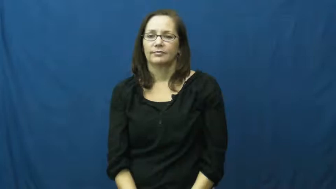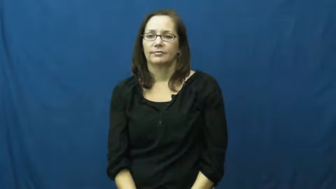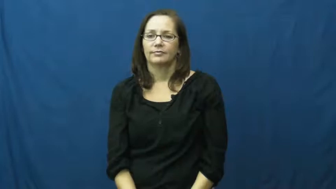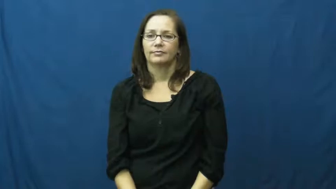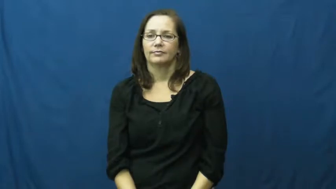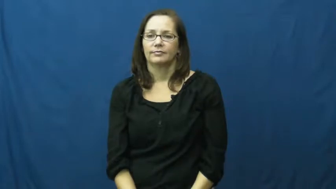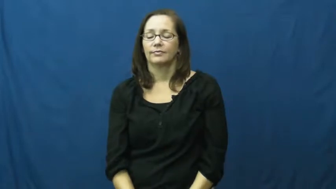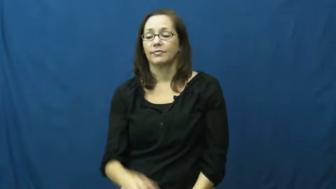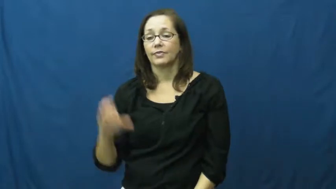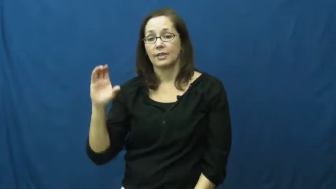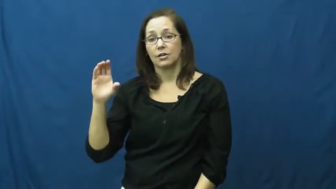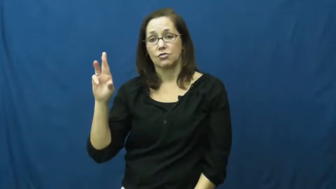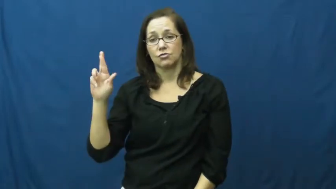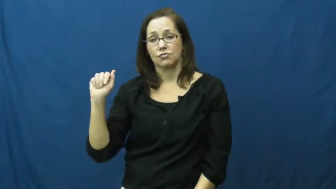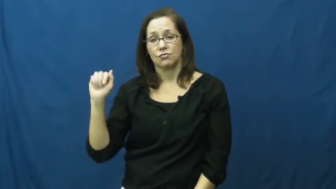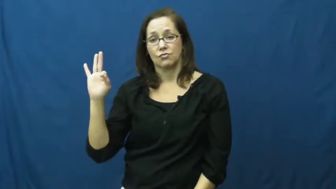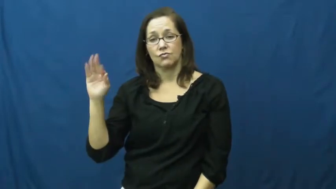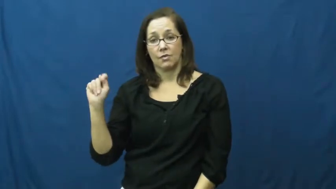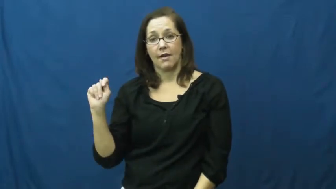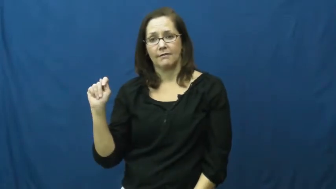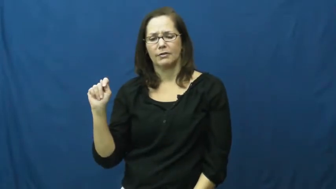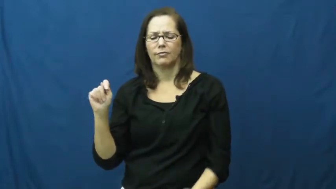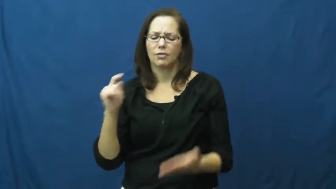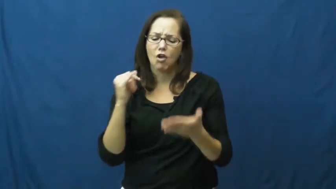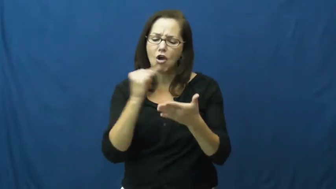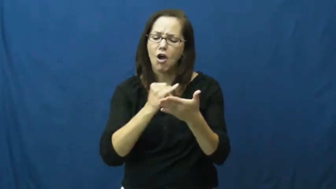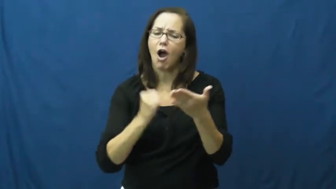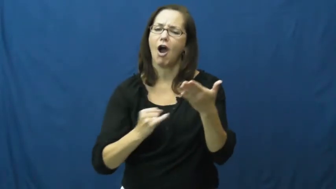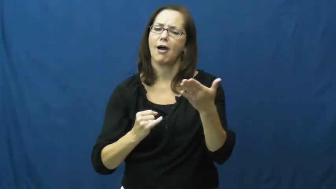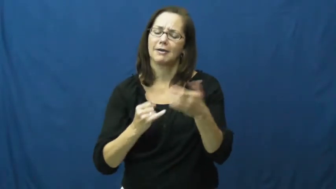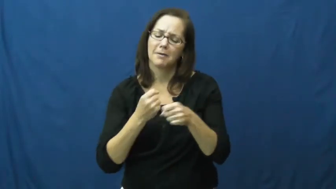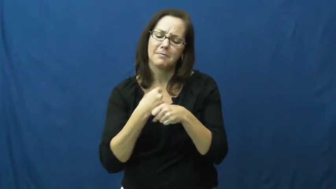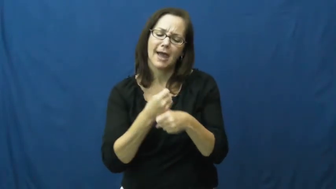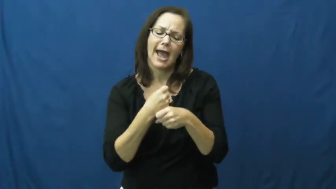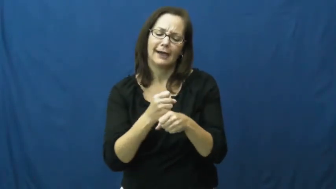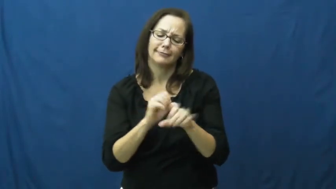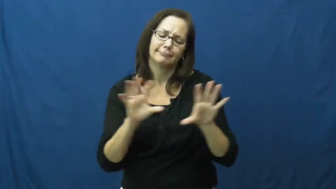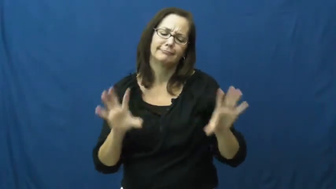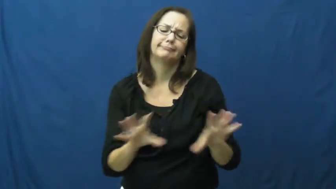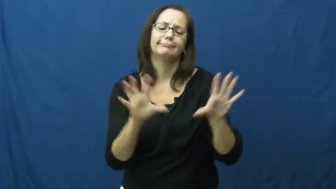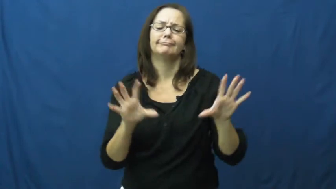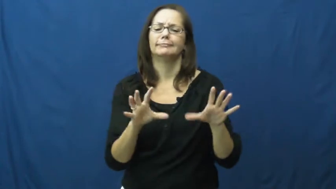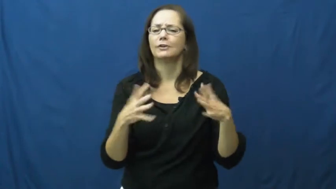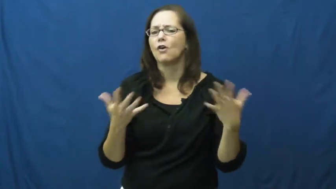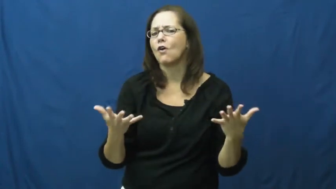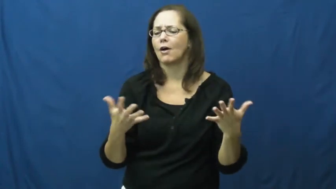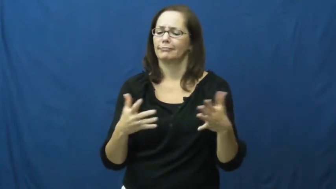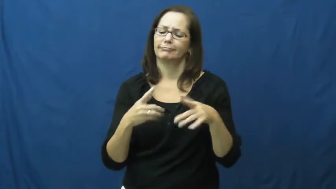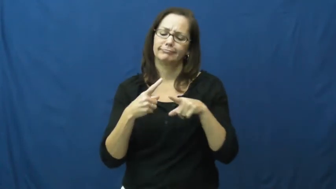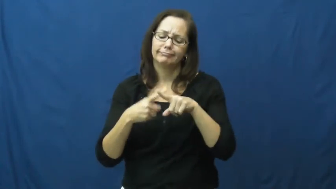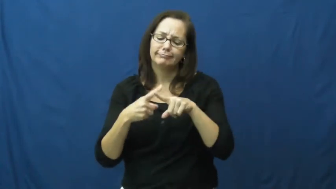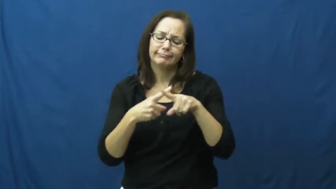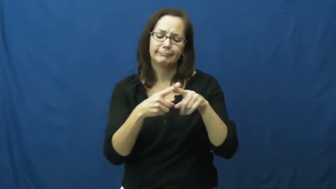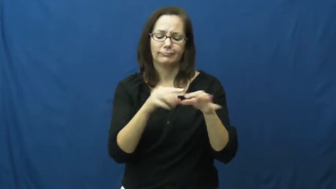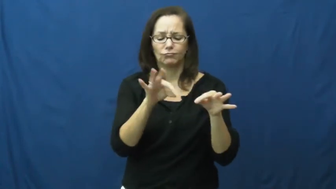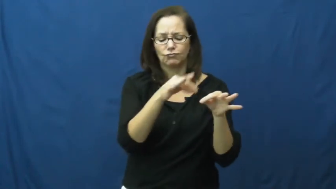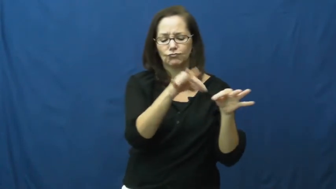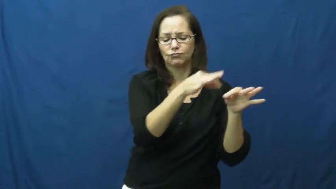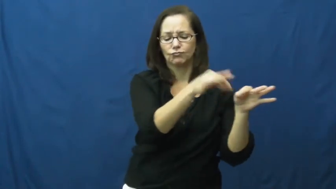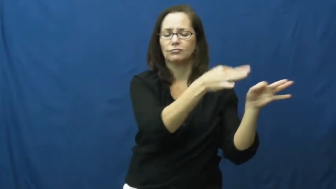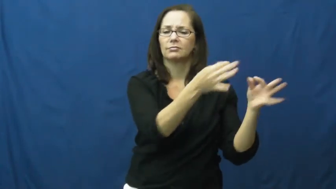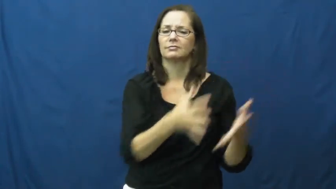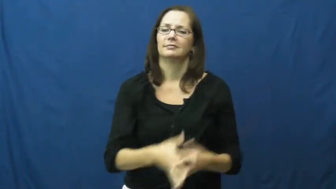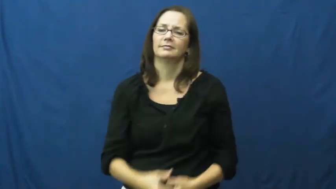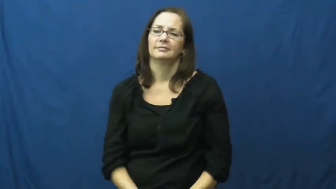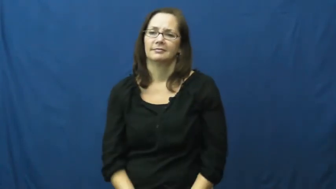craft-hobby